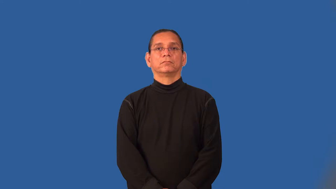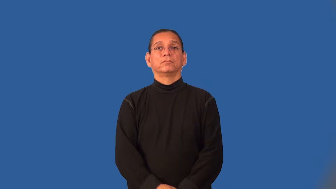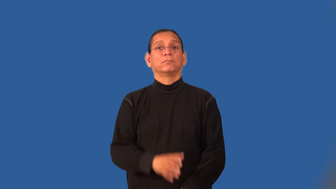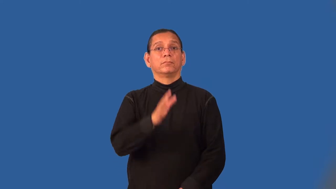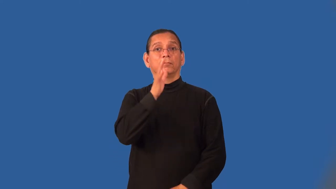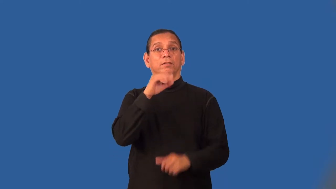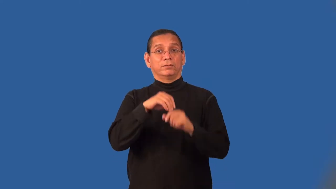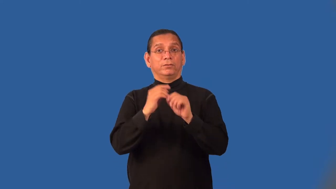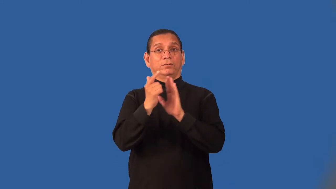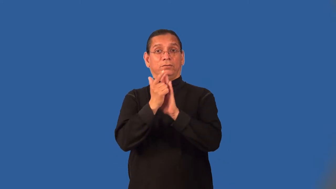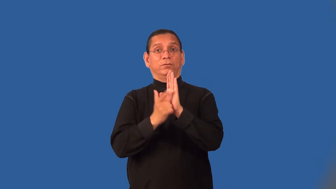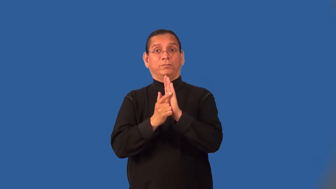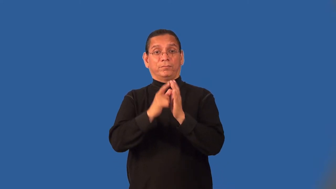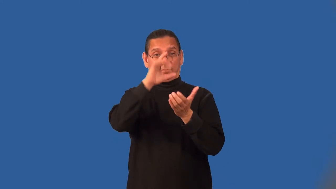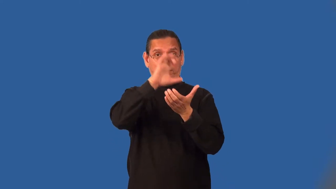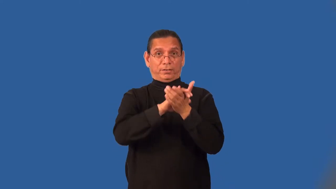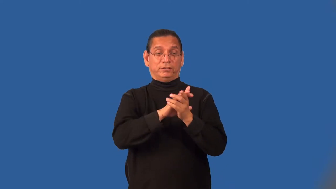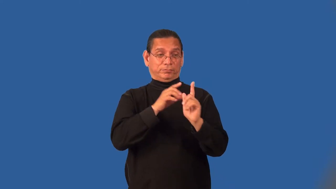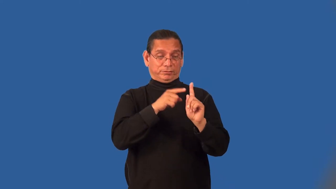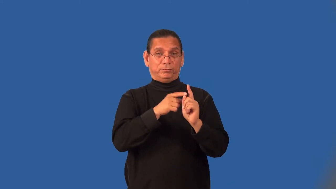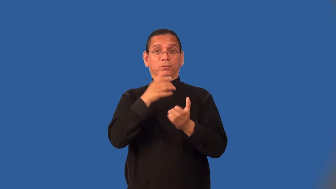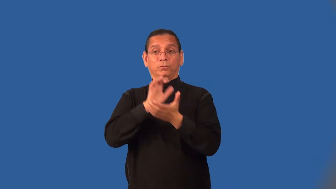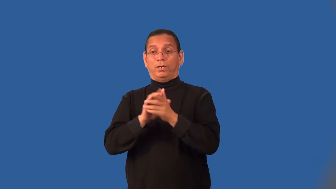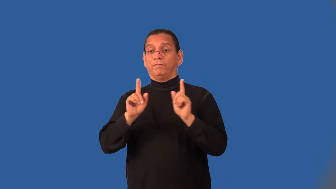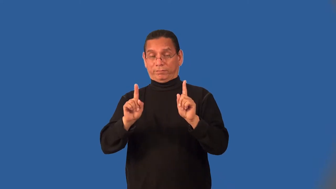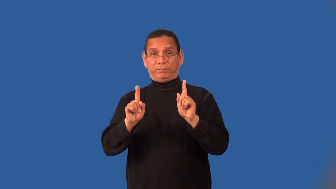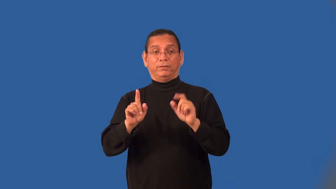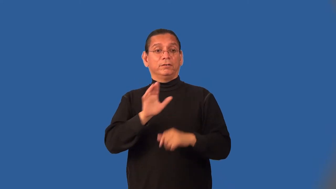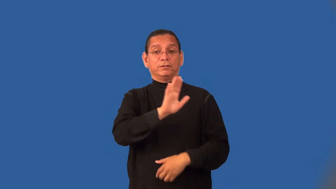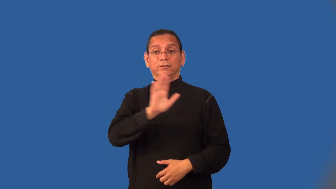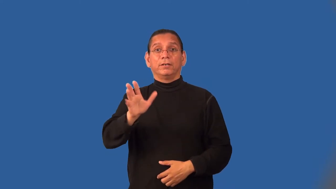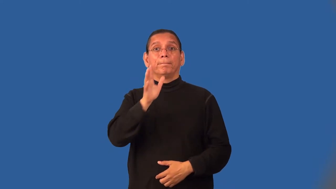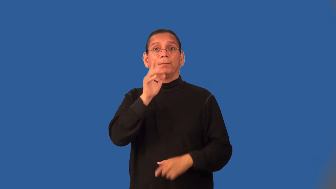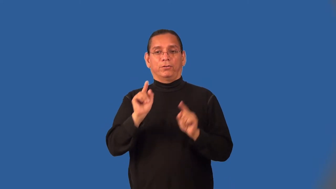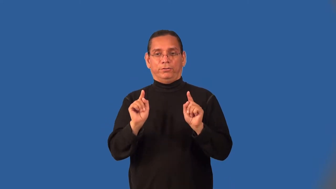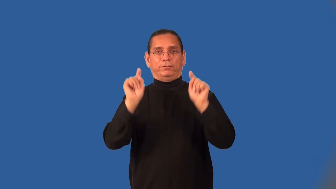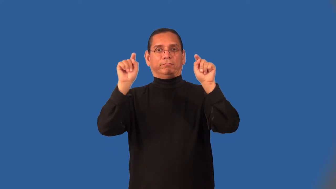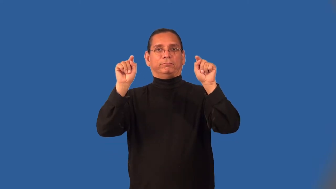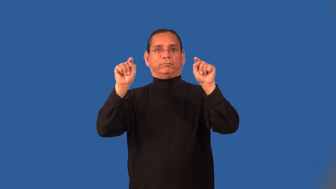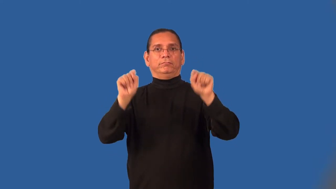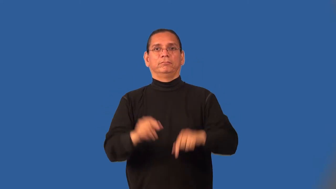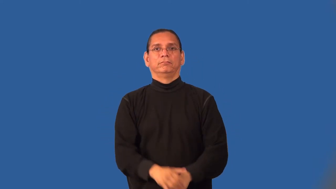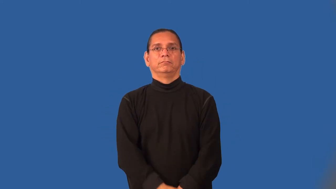mother-in-law